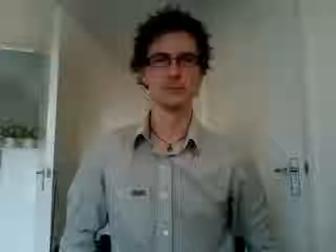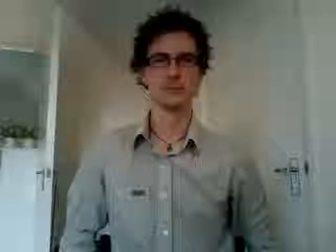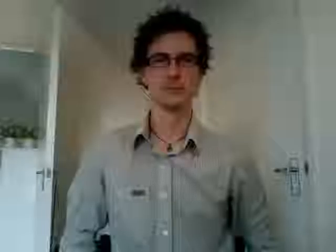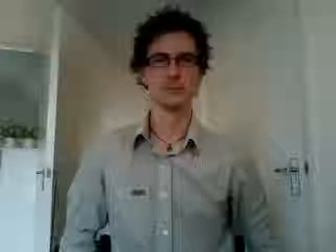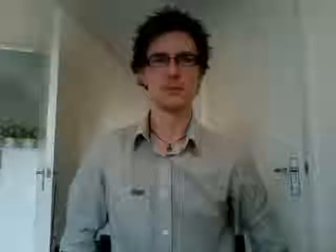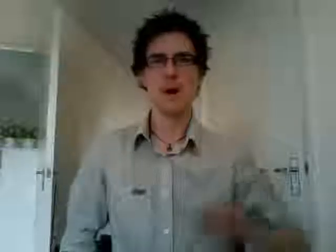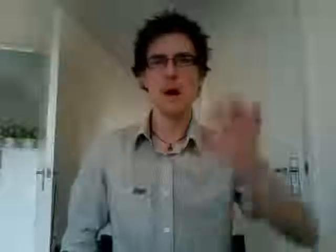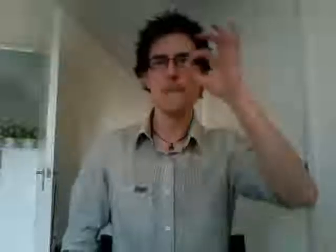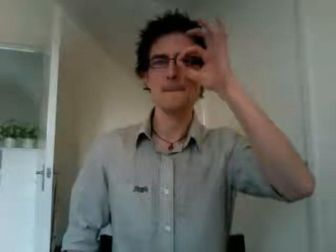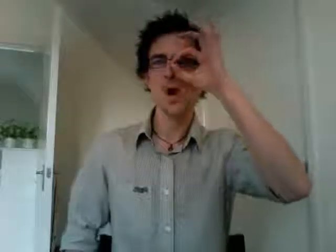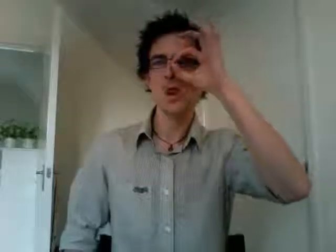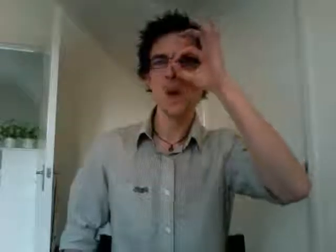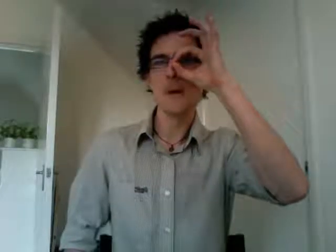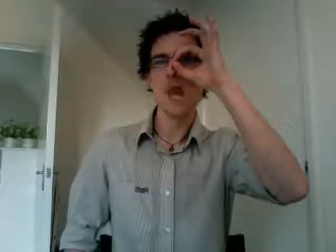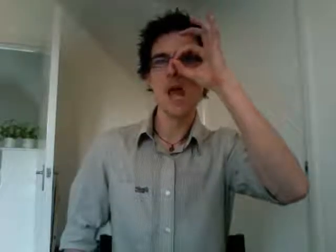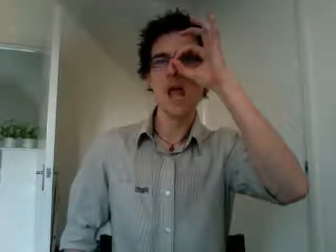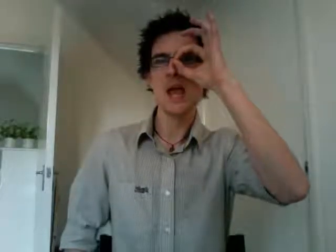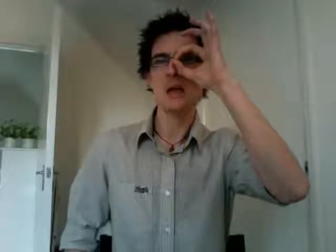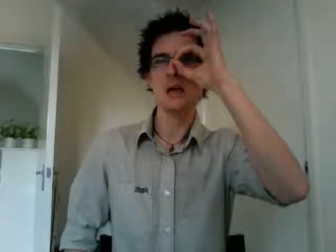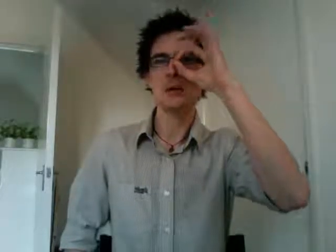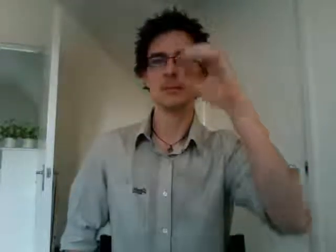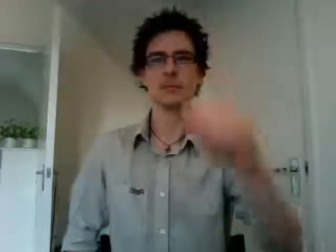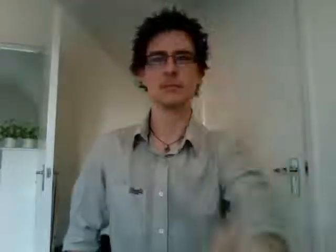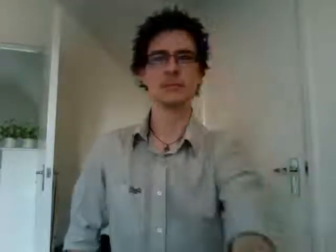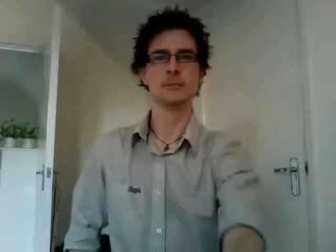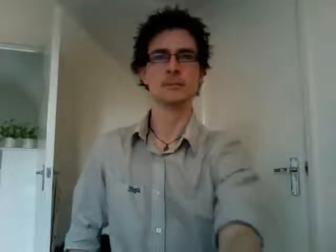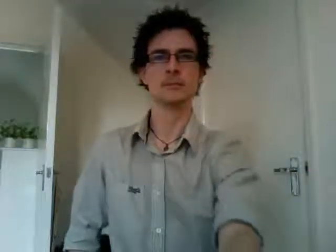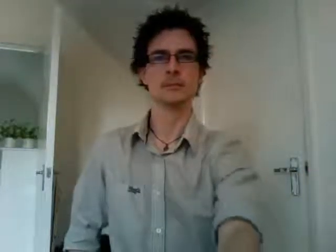monopoly